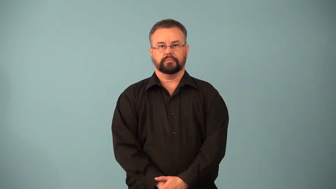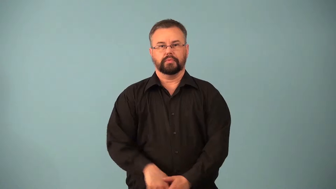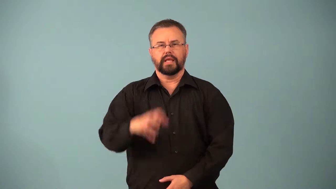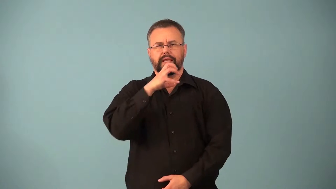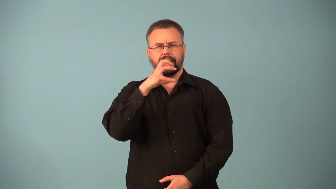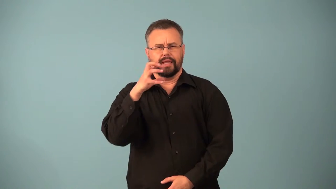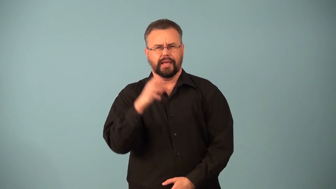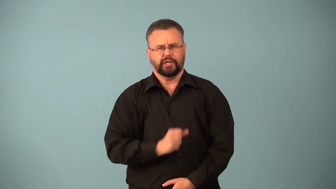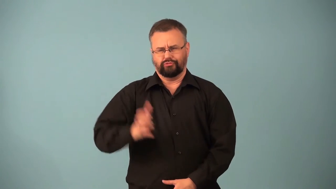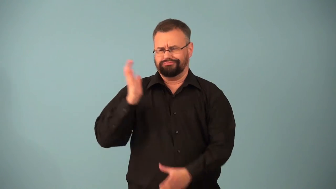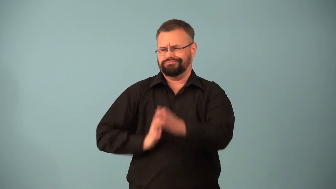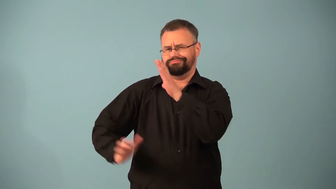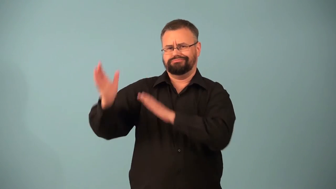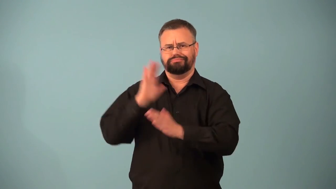old as the hills